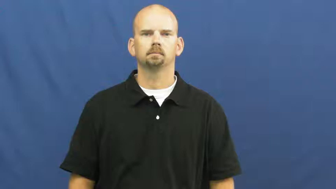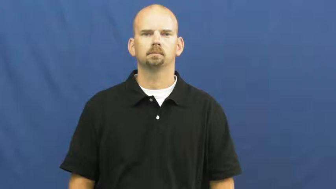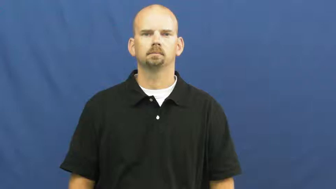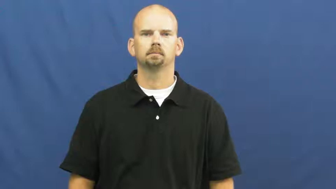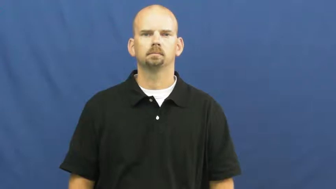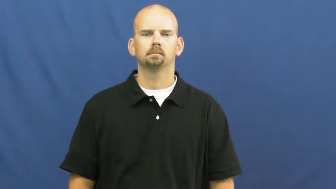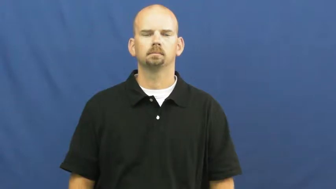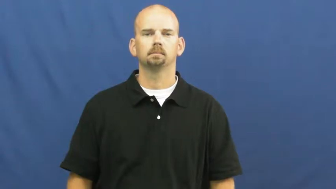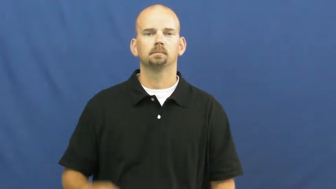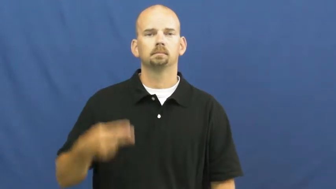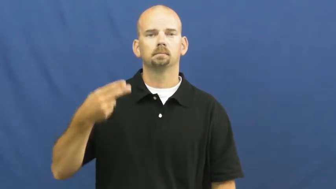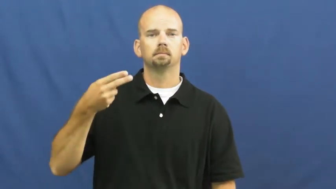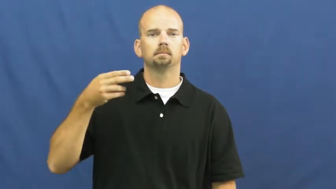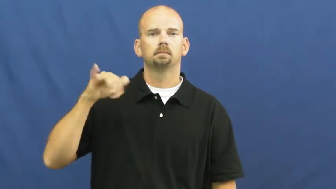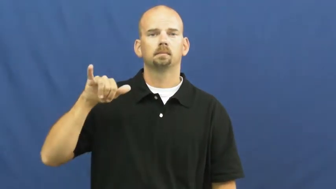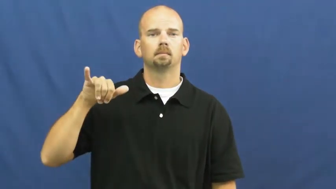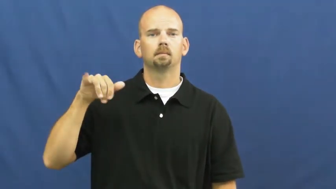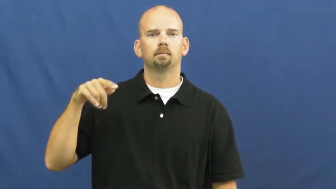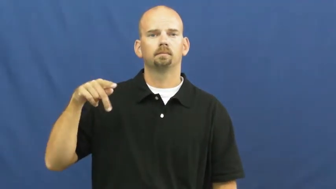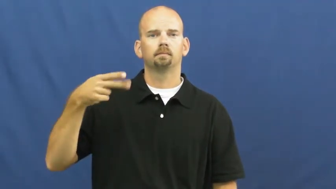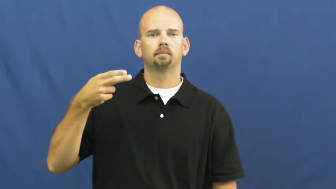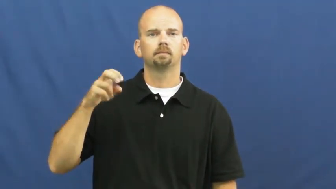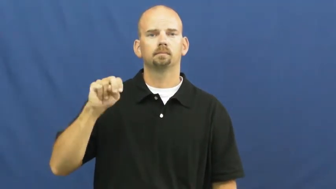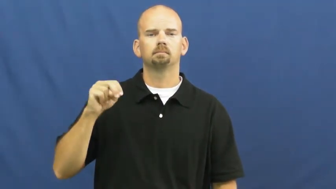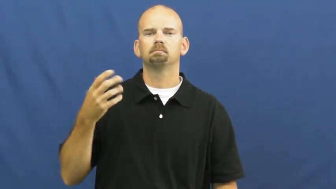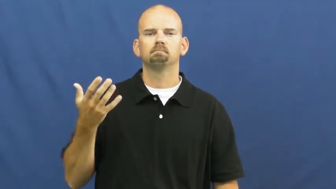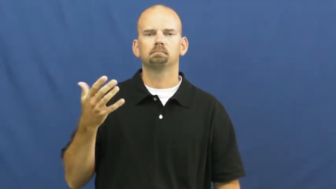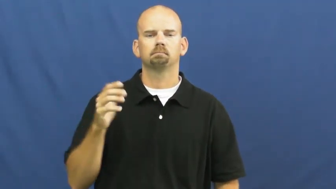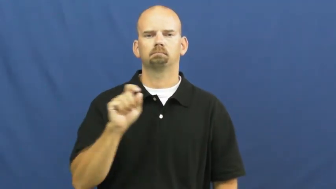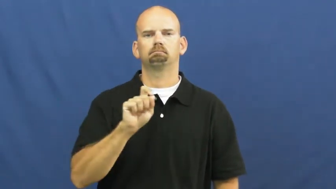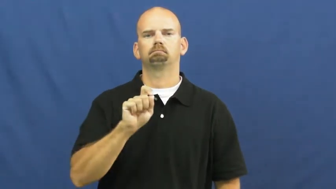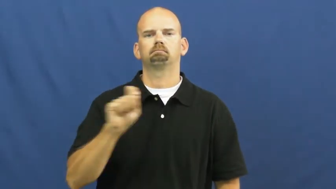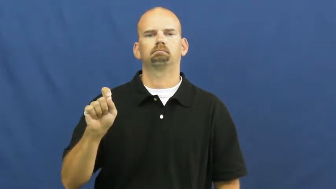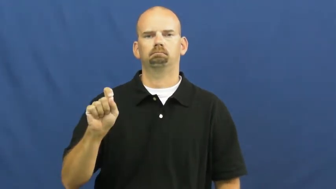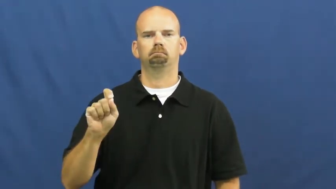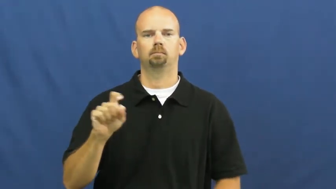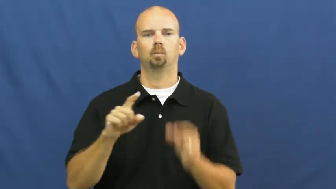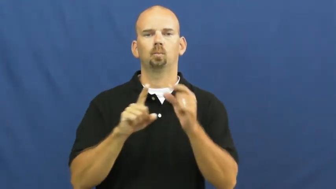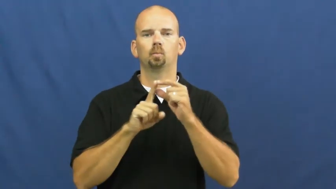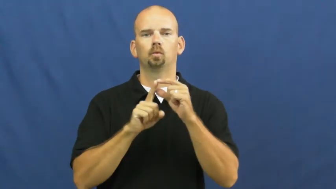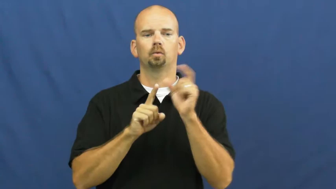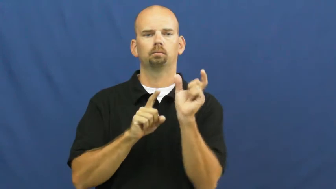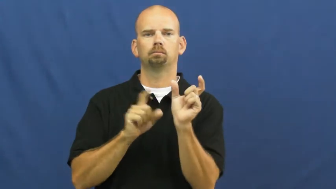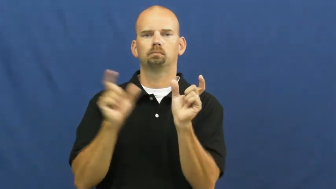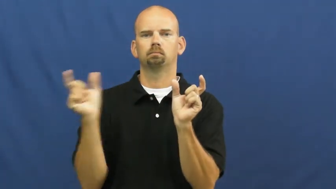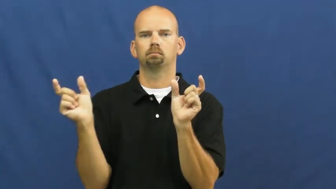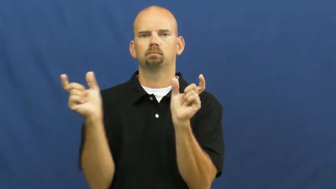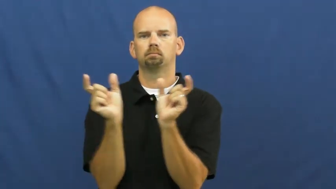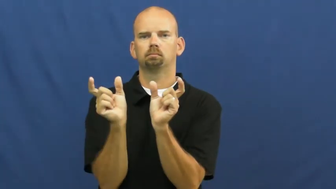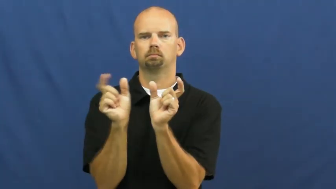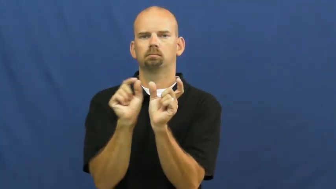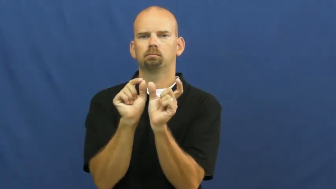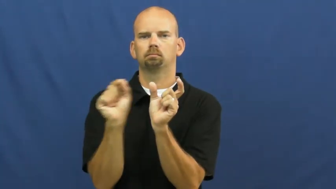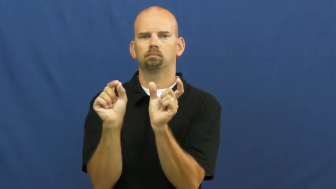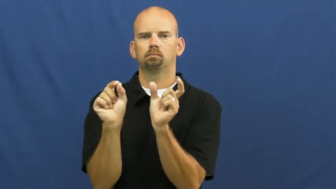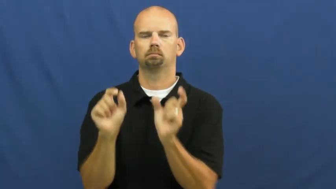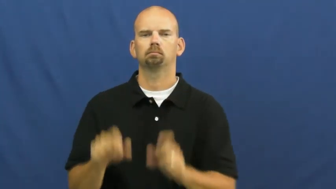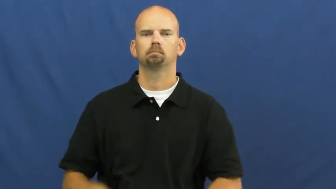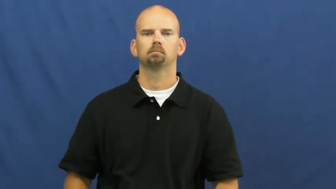hyphen,dash